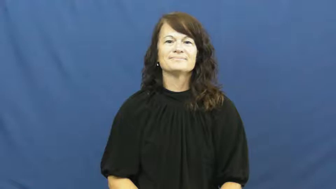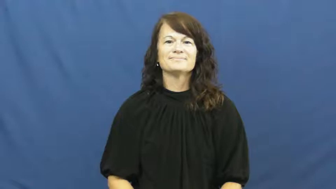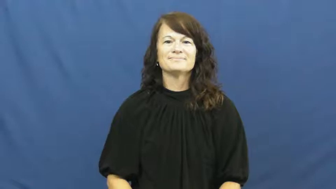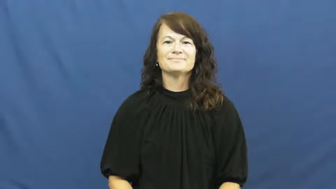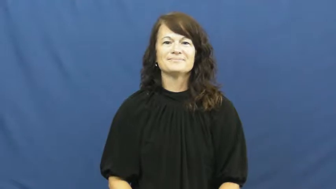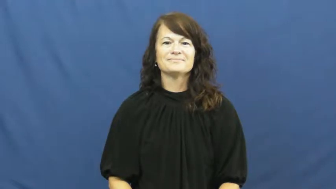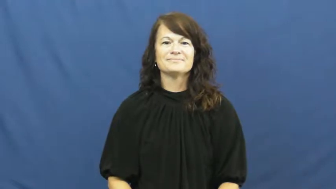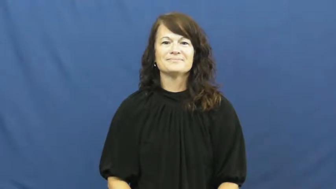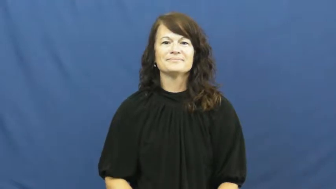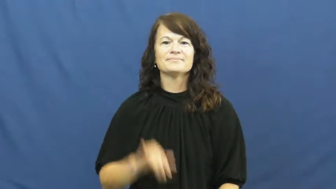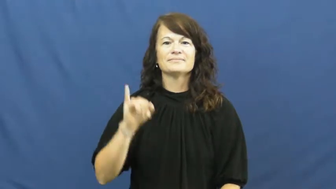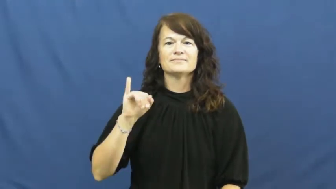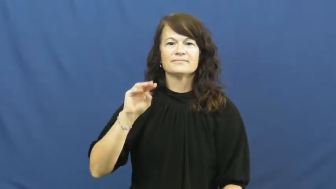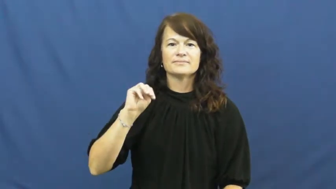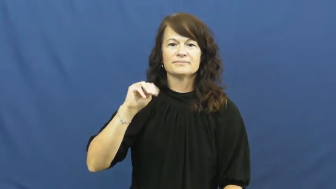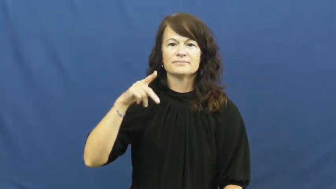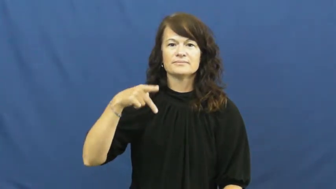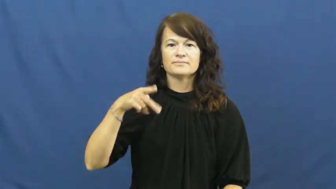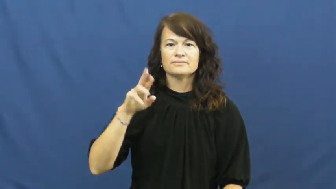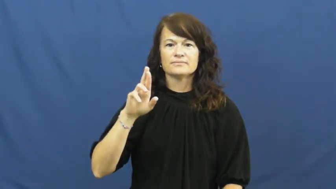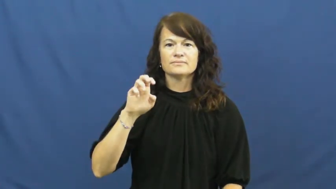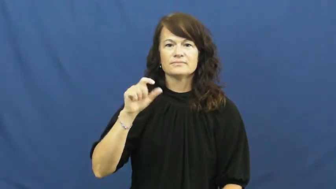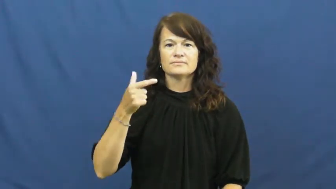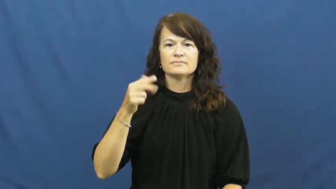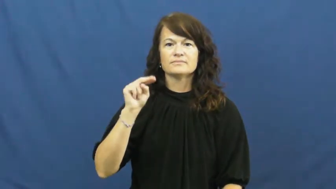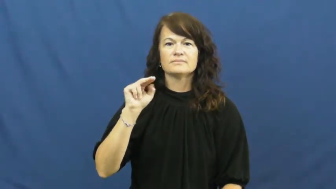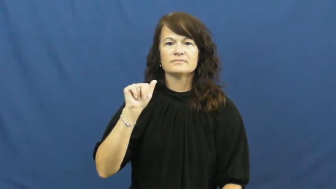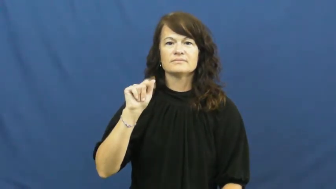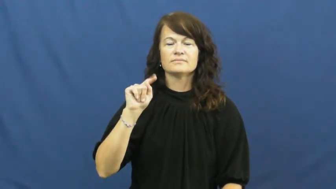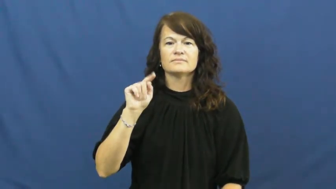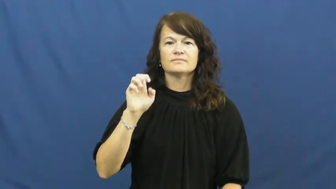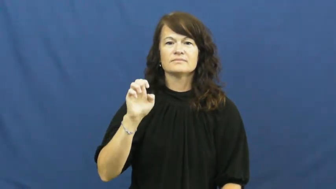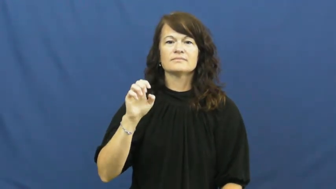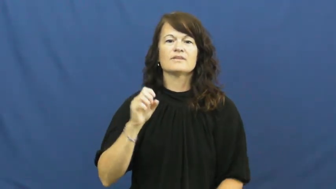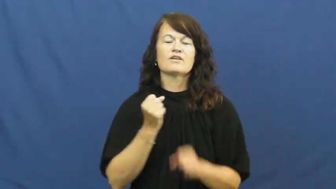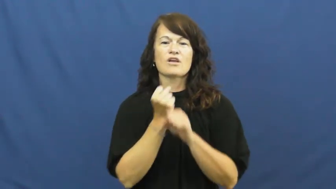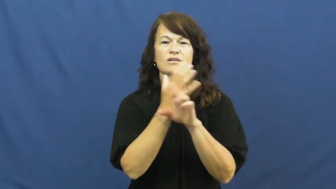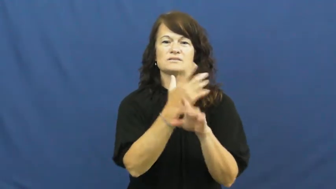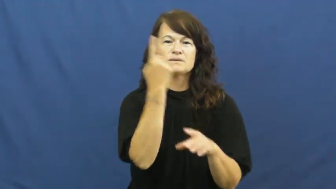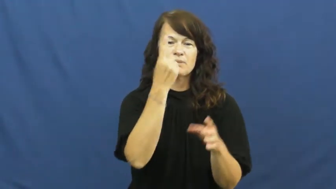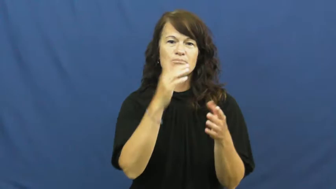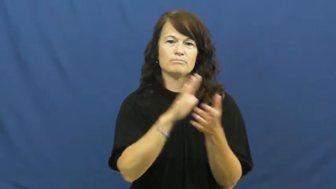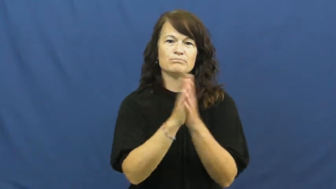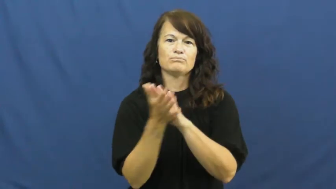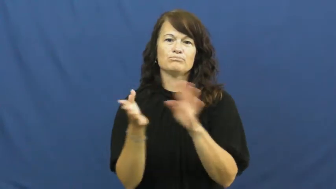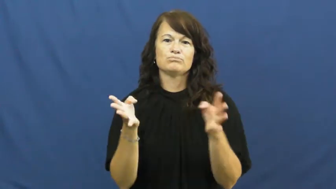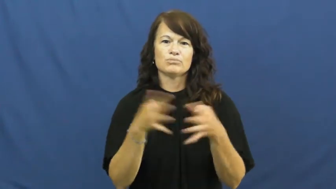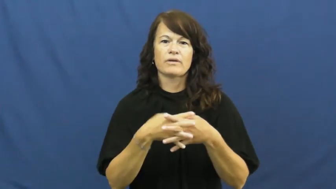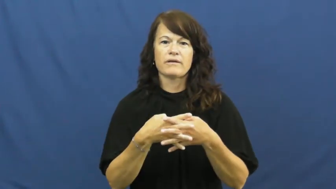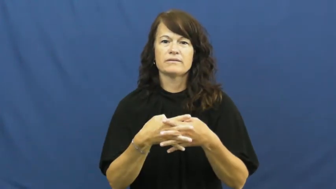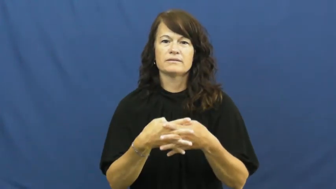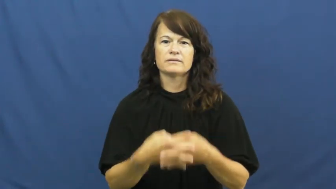impregnate